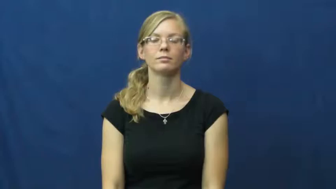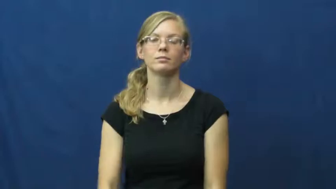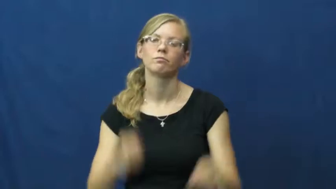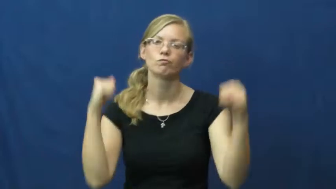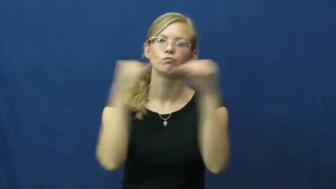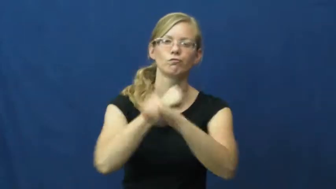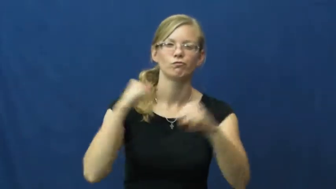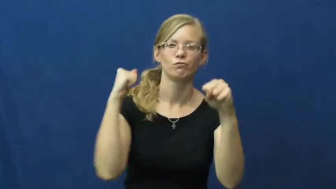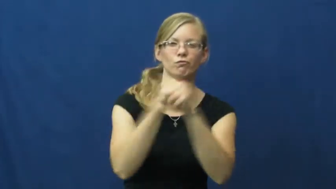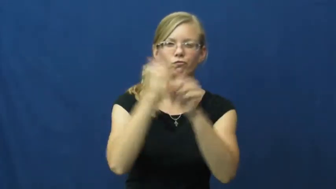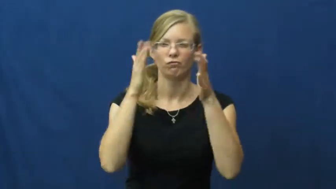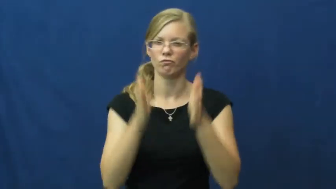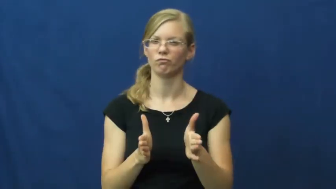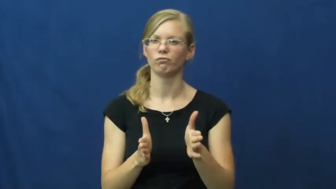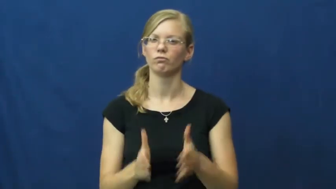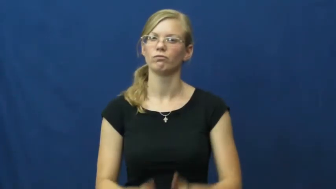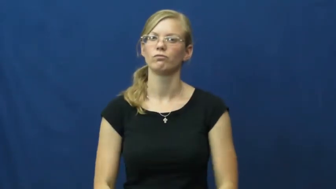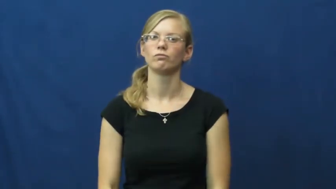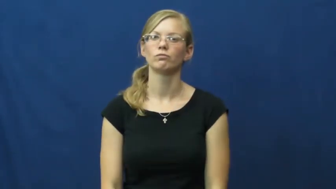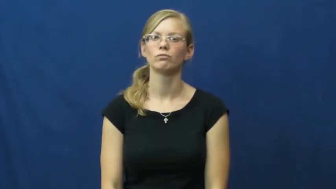fighter,brawler,combatant,skirmisher